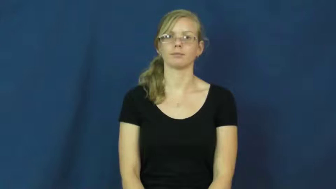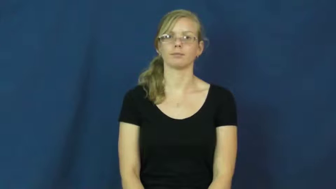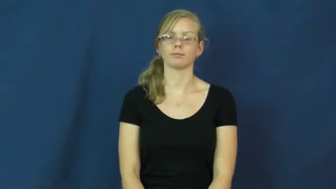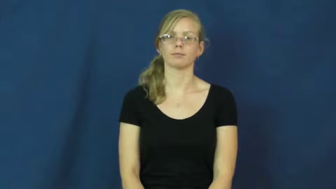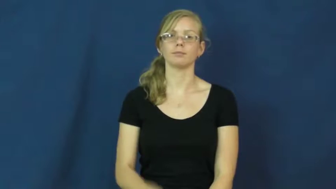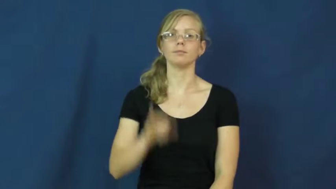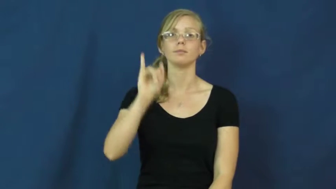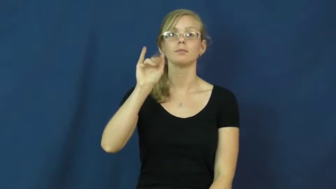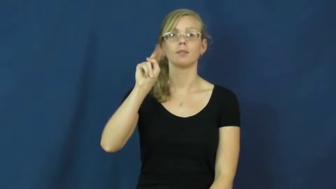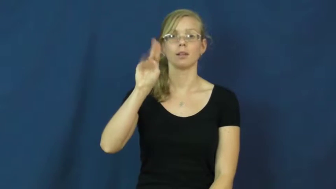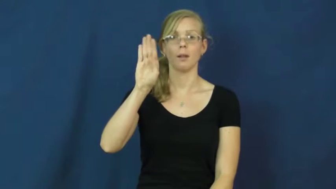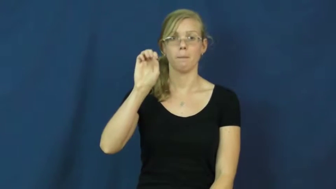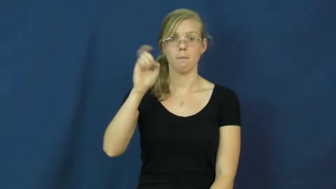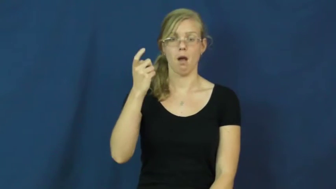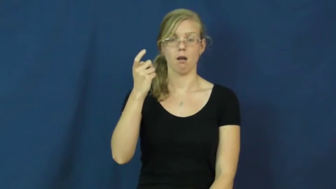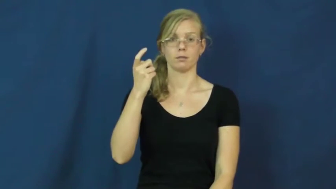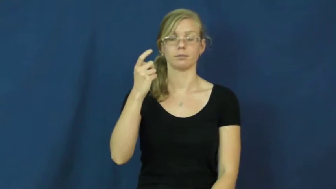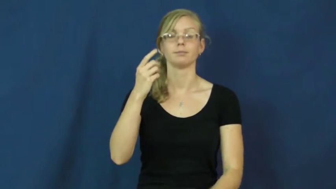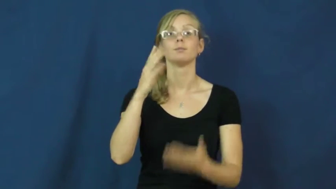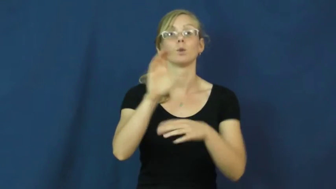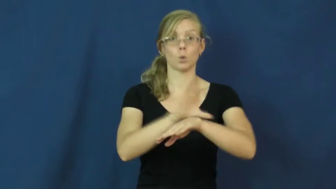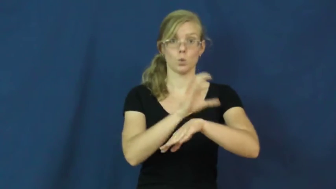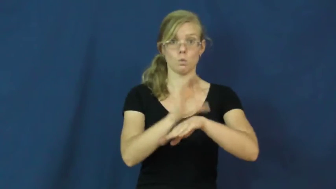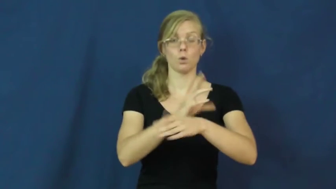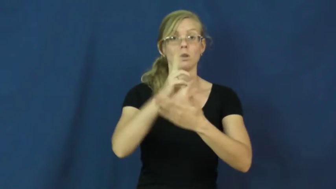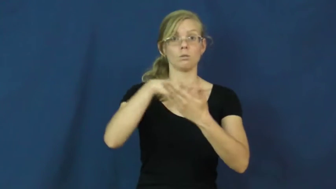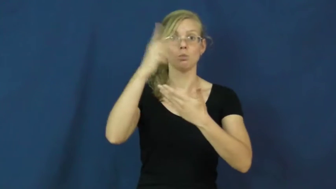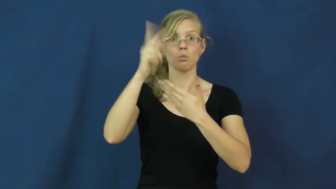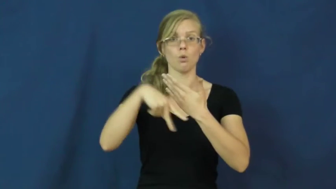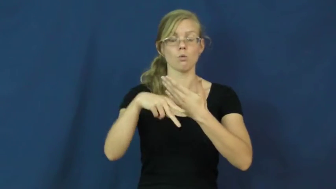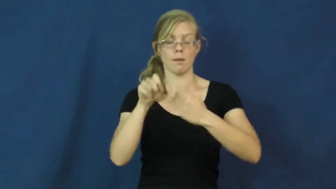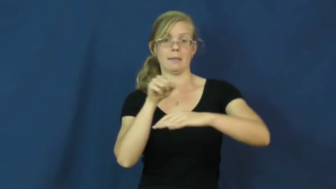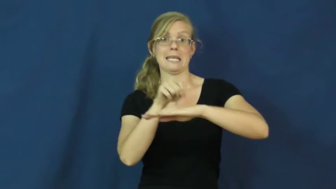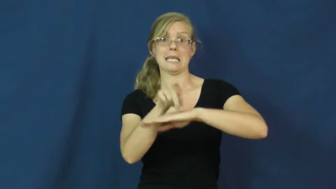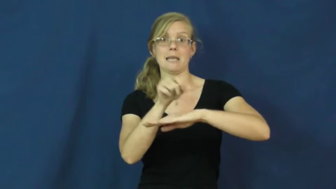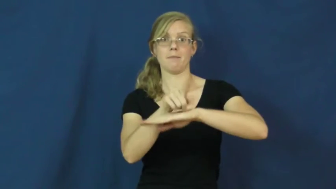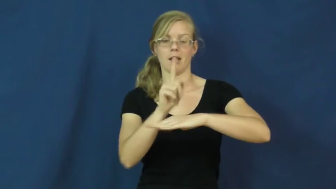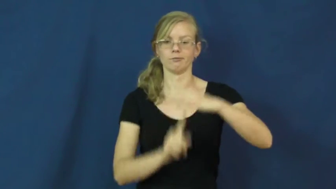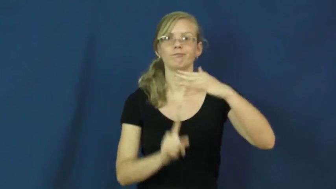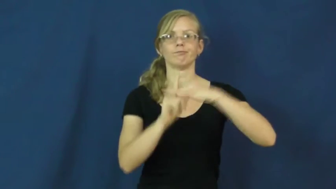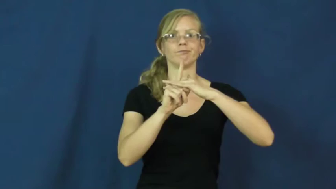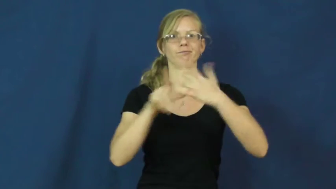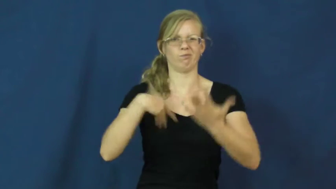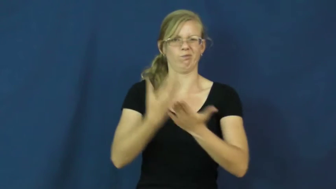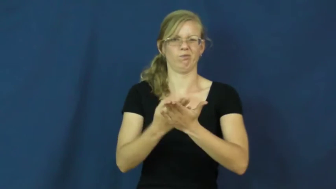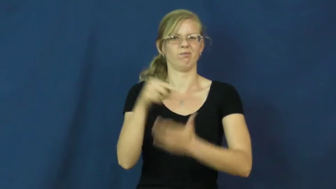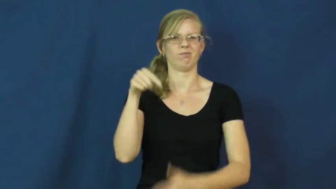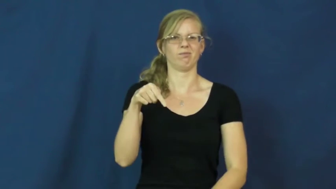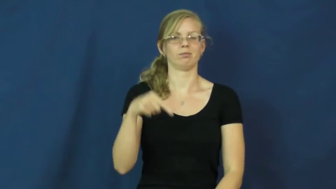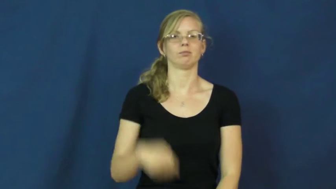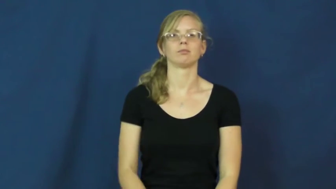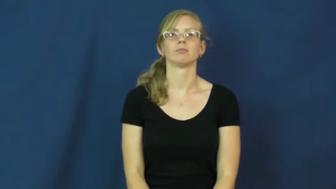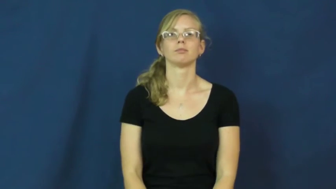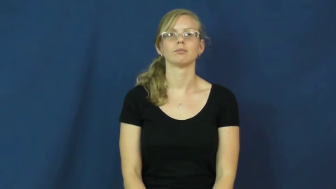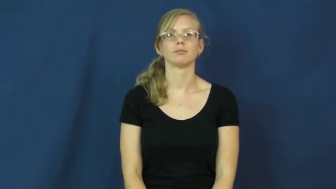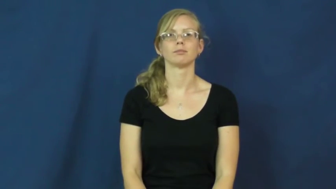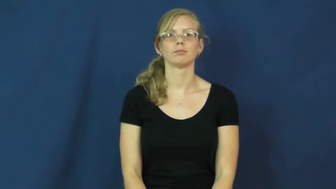inbox-email